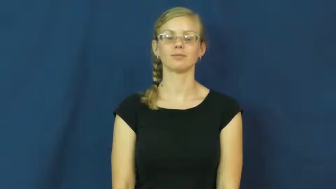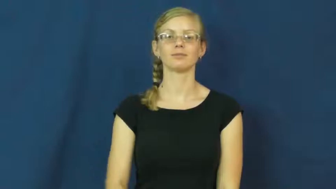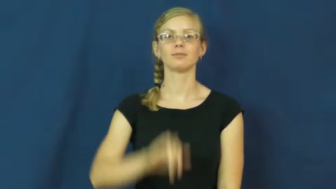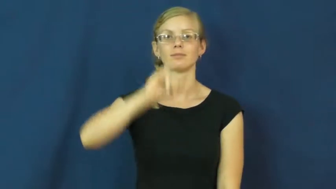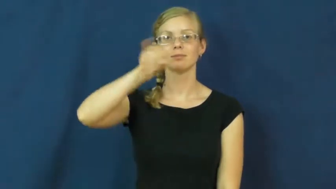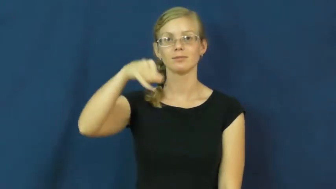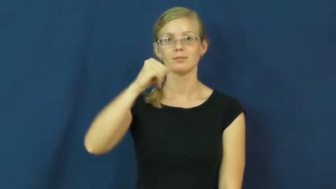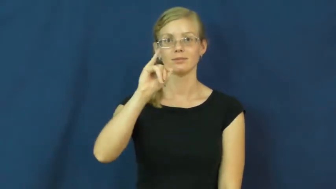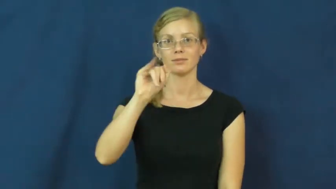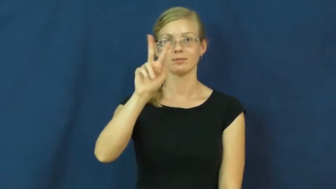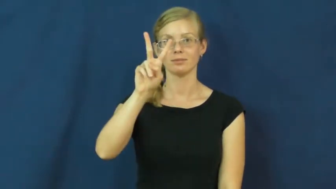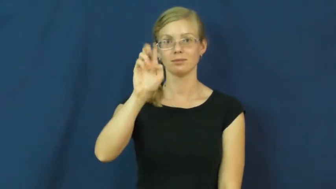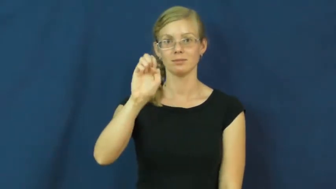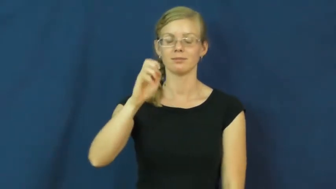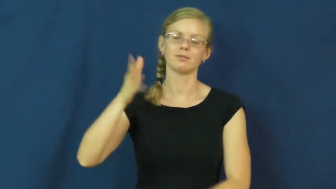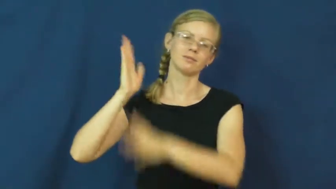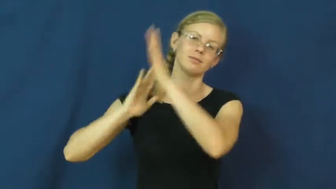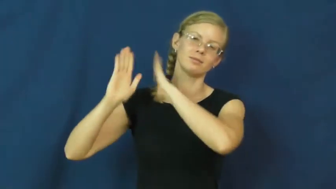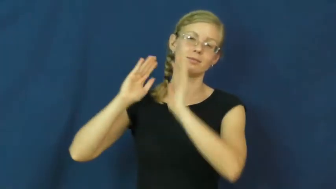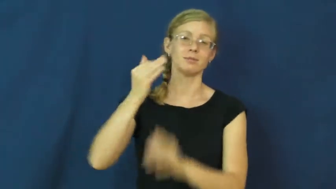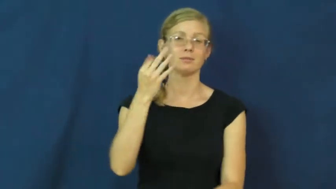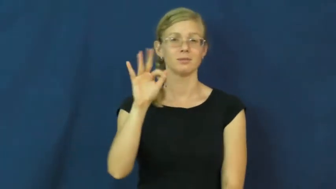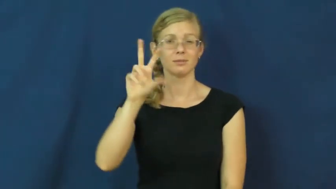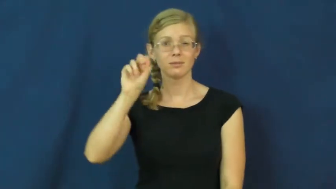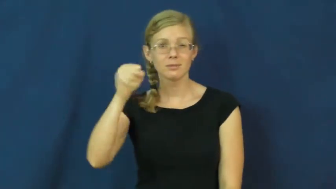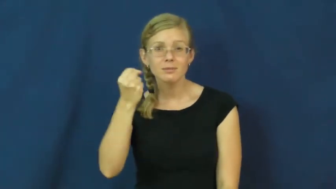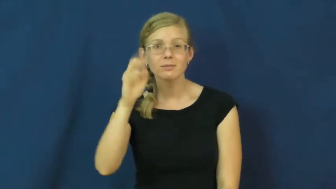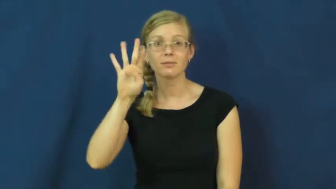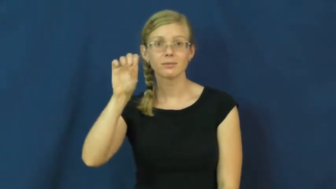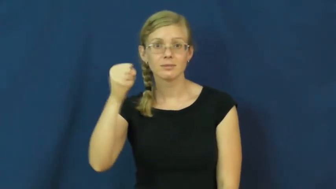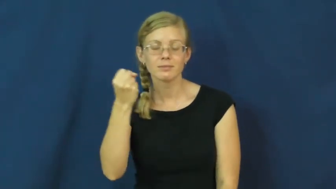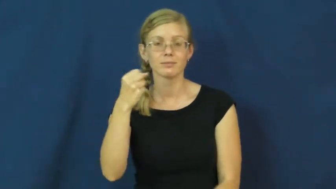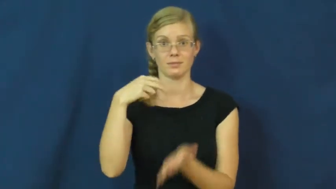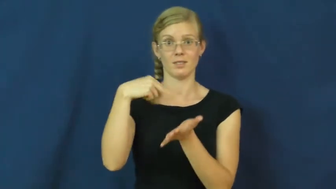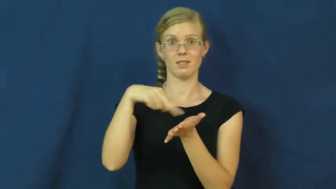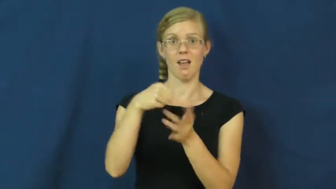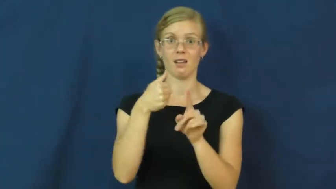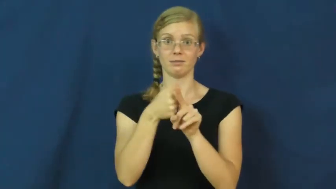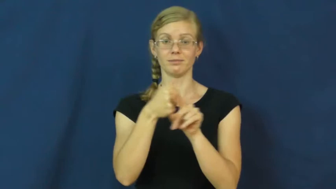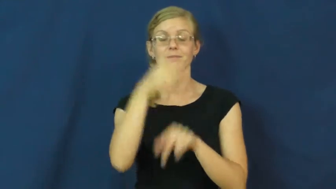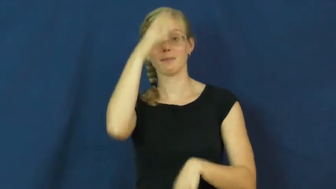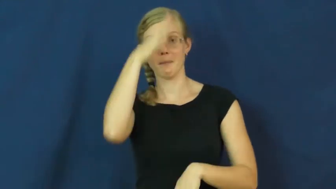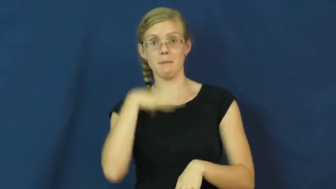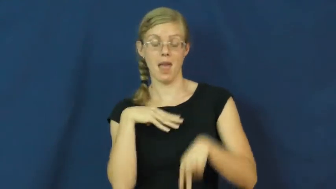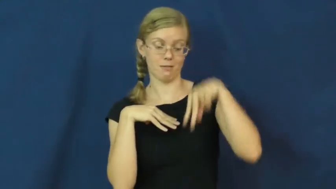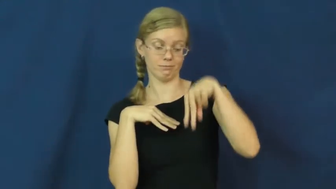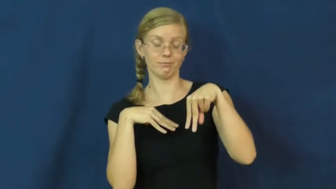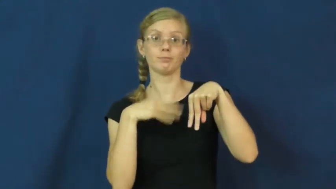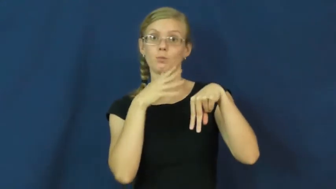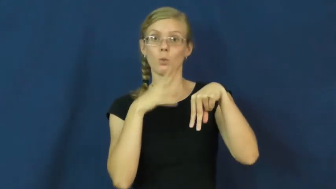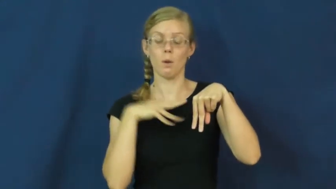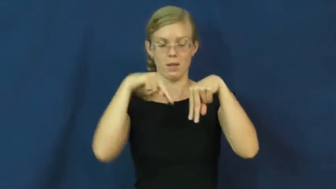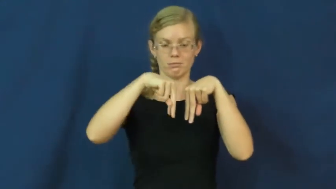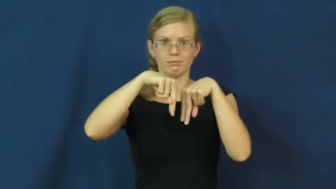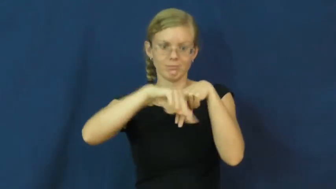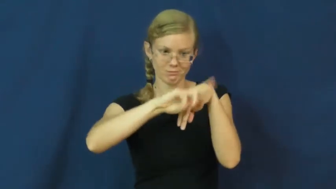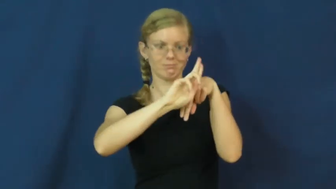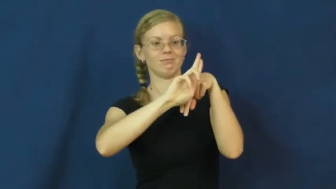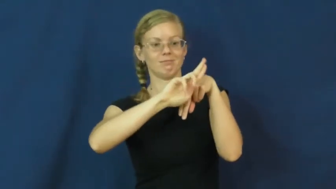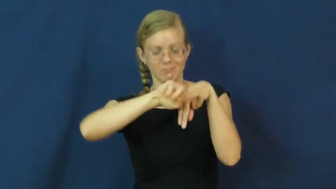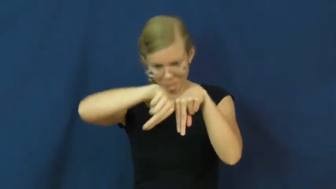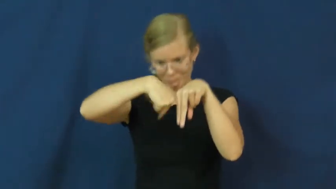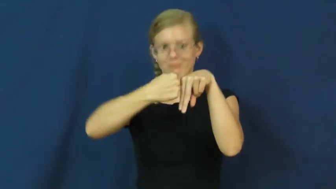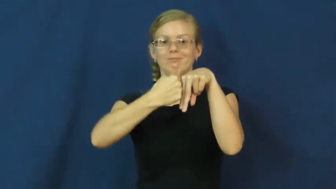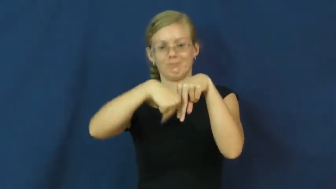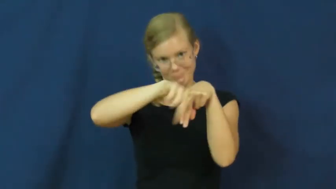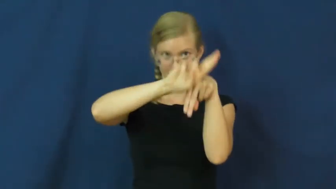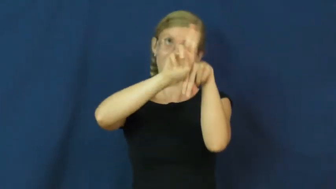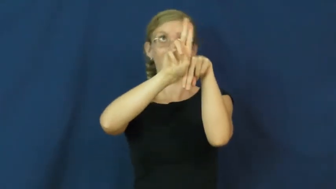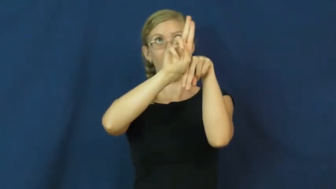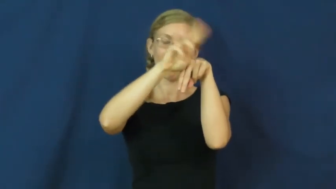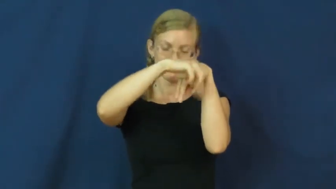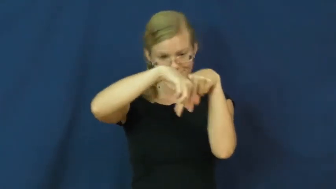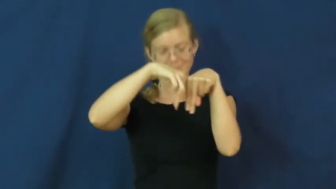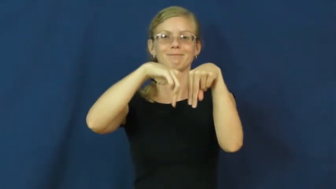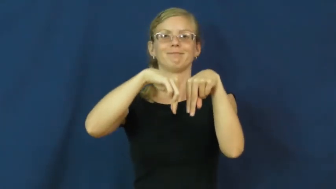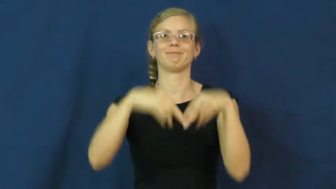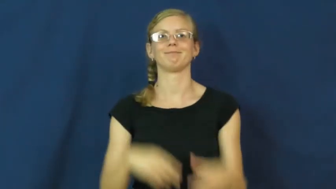jive-dance